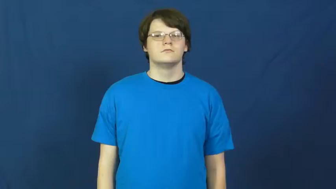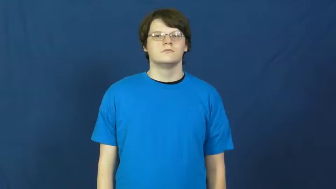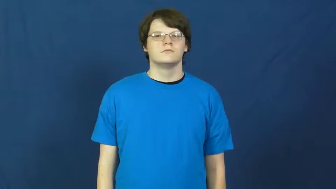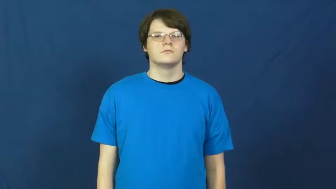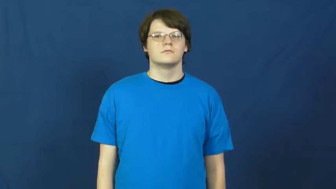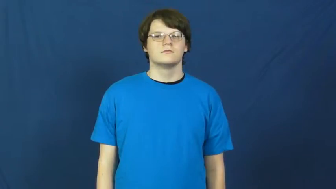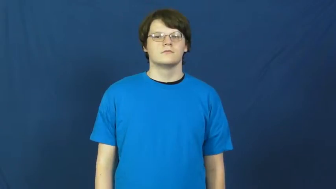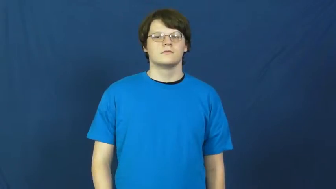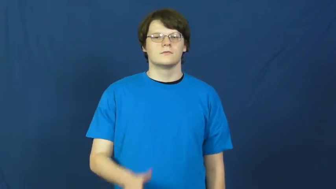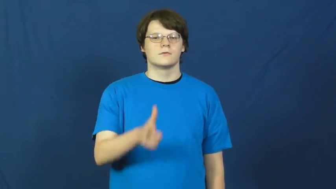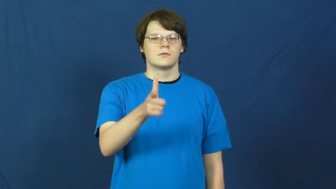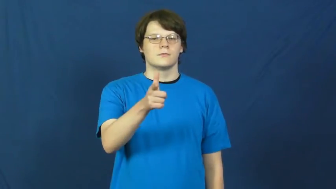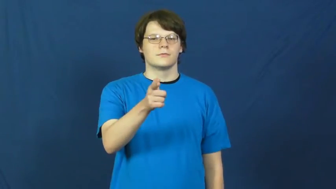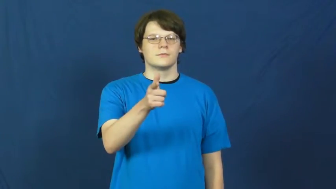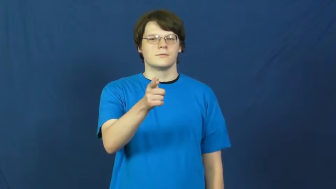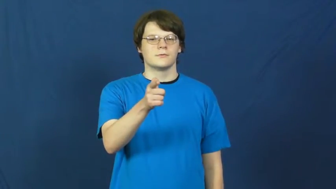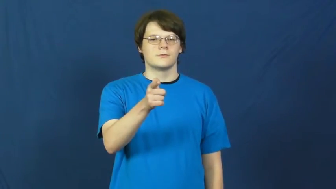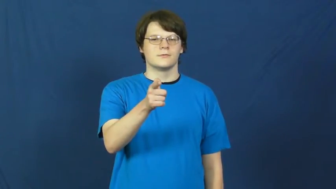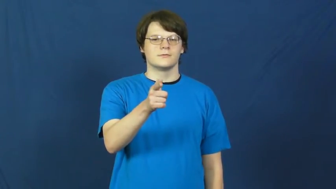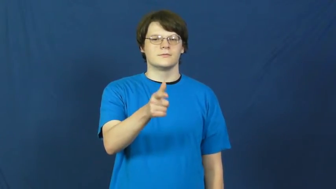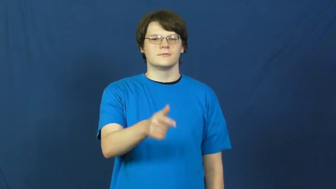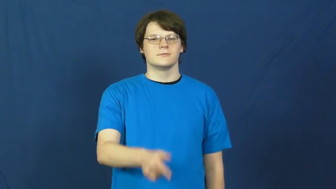gun,pistol,revolver,firearm,gunnery,handgun,rod,piece,sidearm